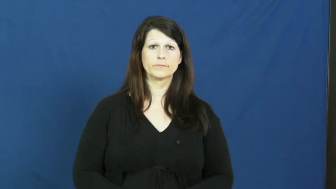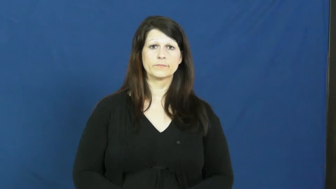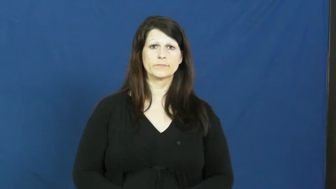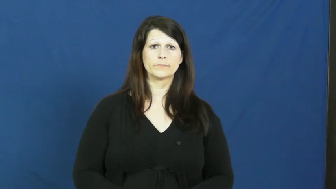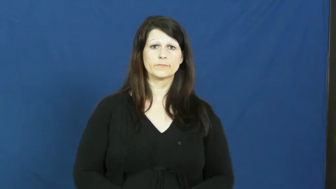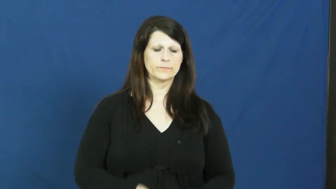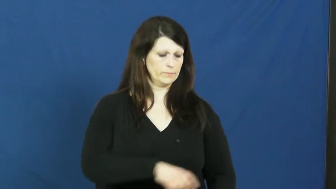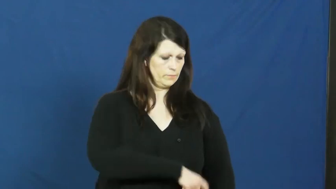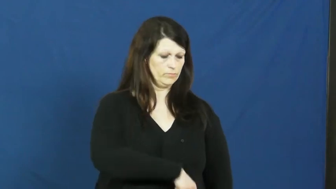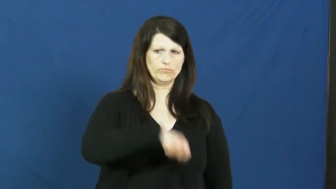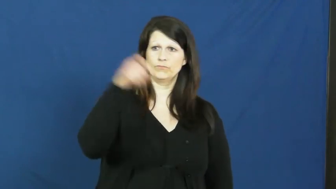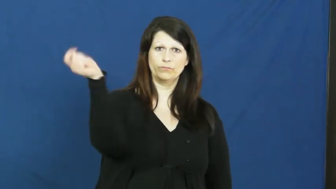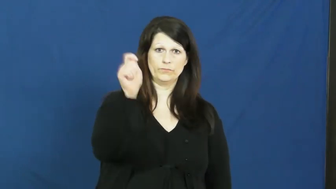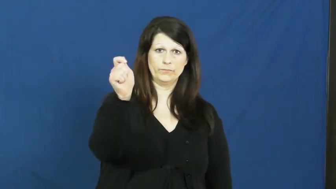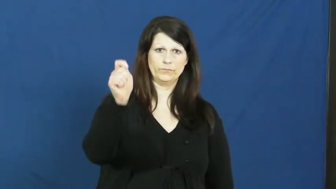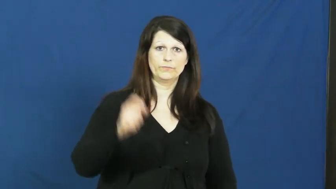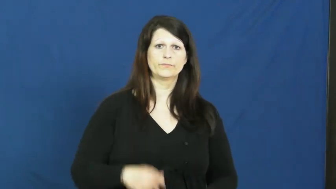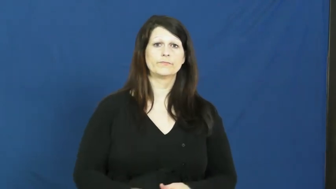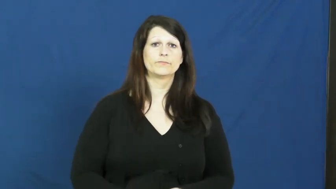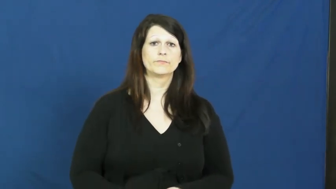sword,broadsword,cutlass,saber